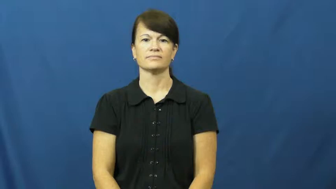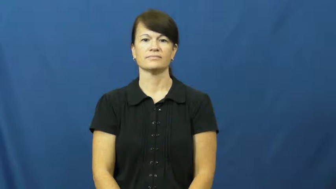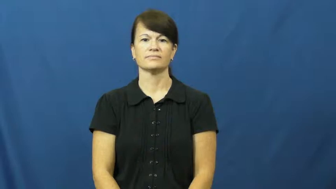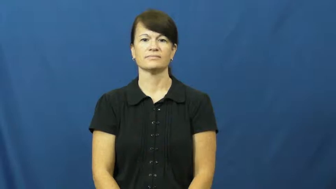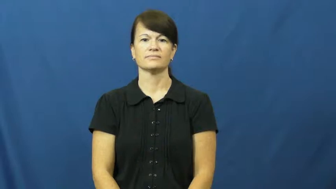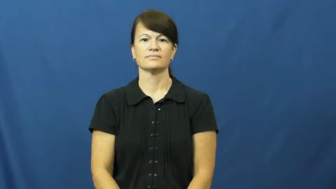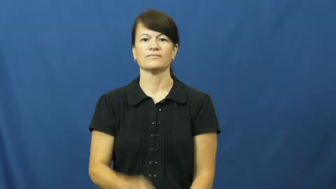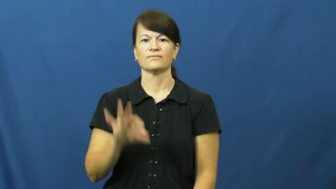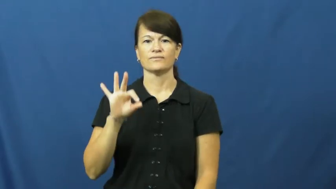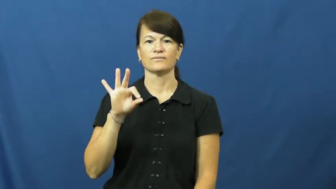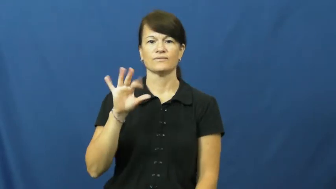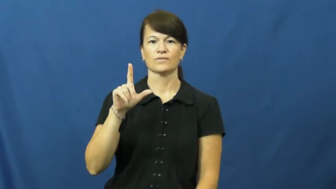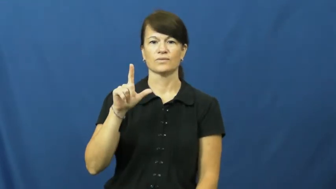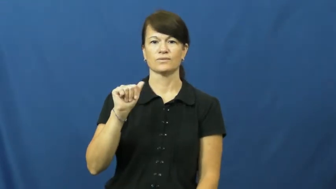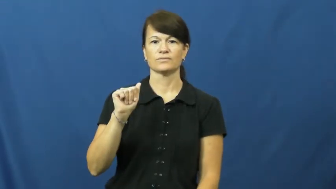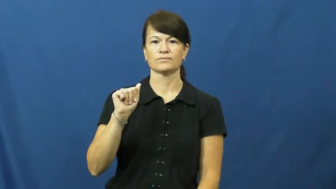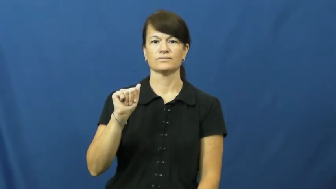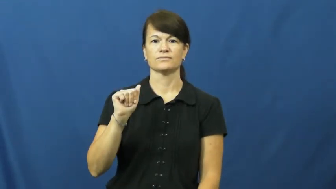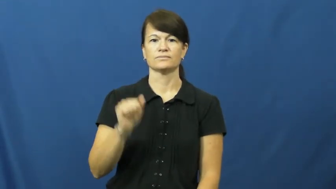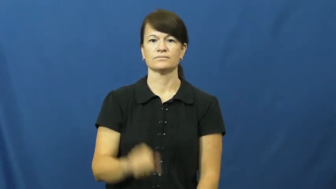florida